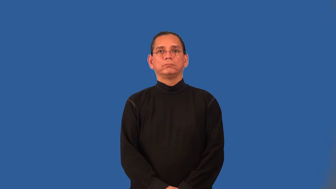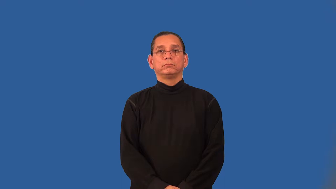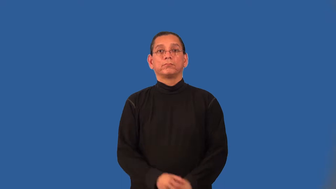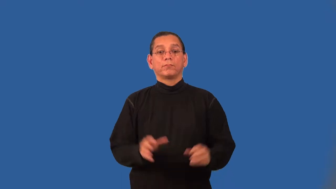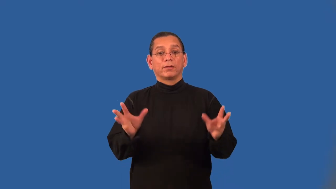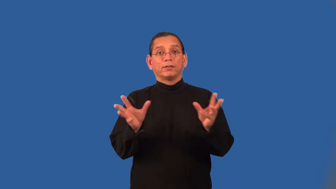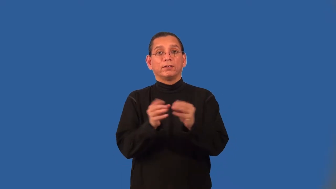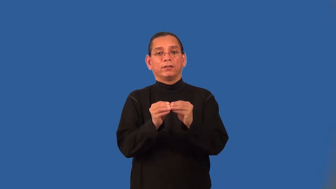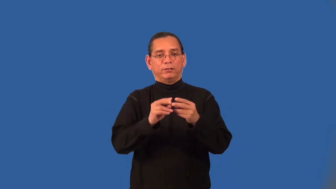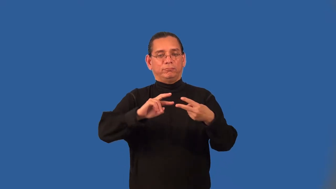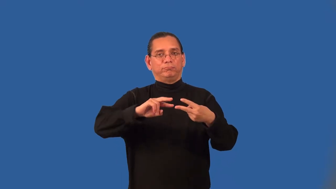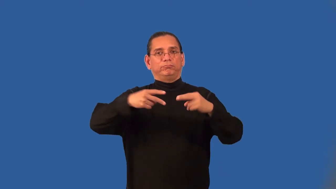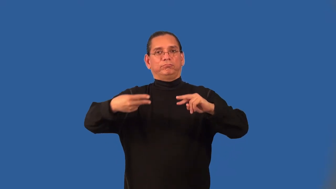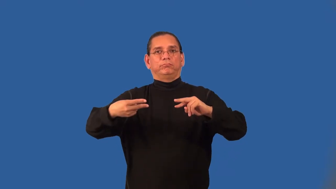additive inverse